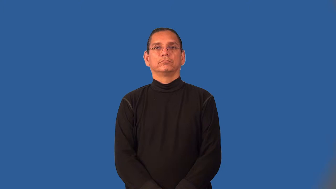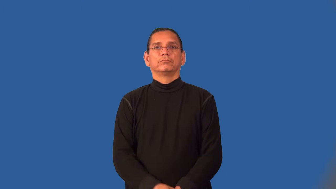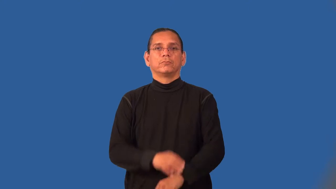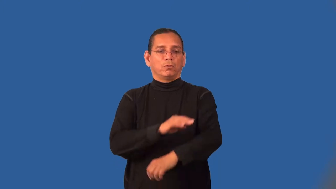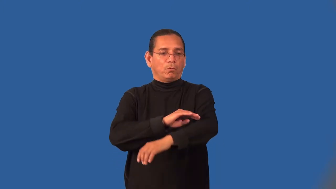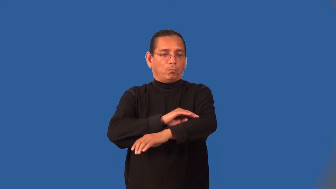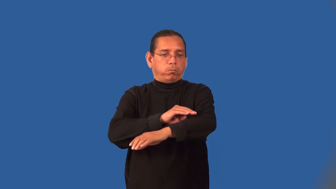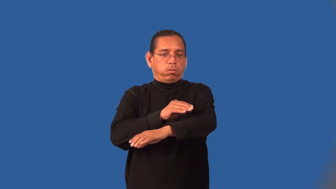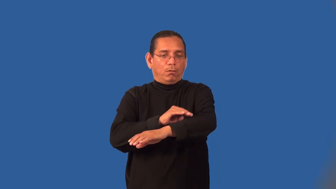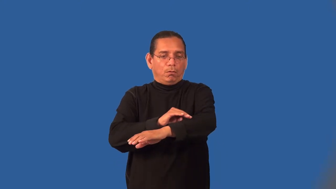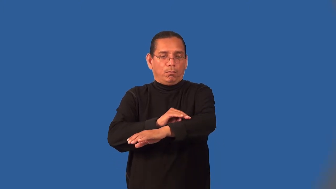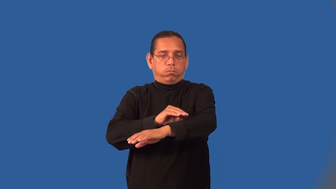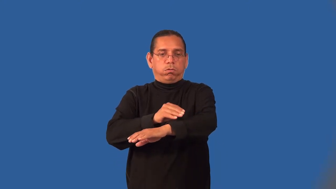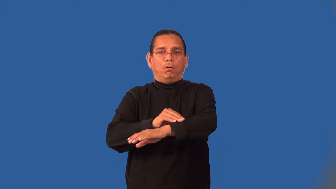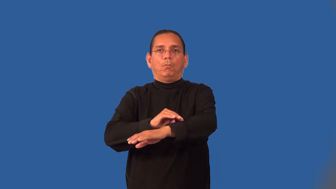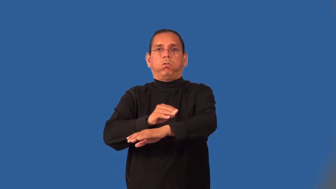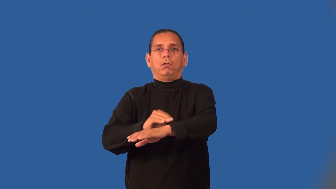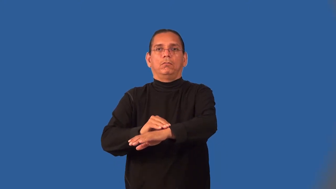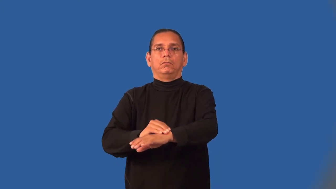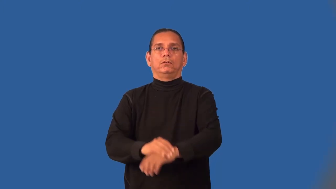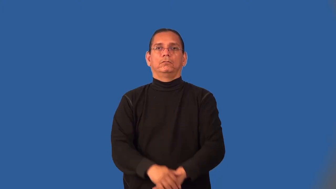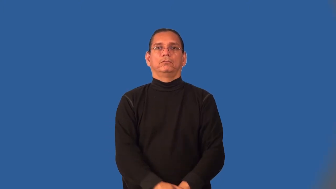lumpy